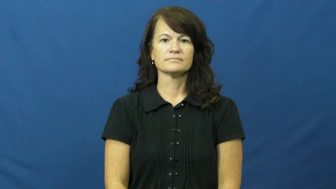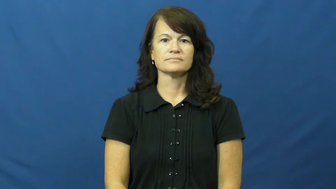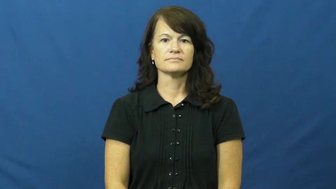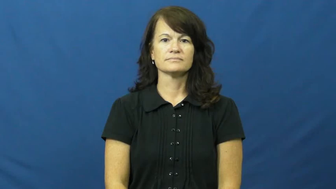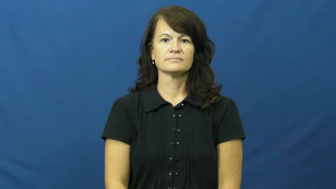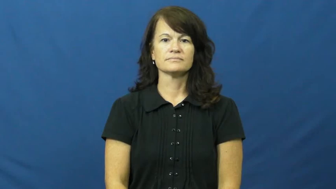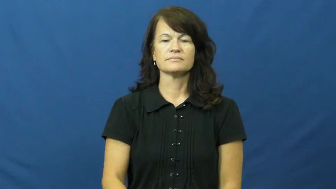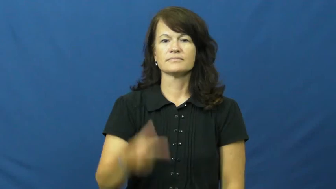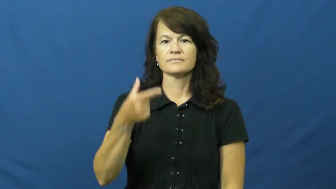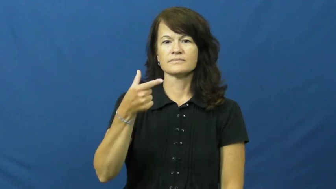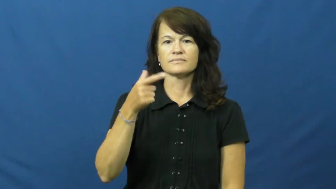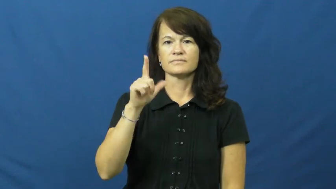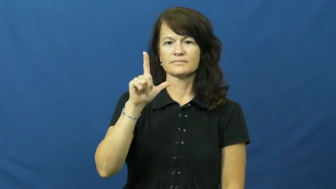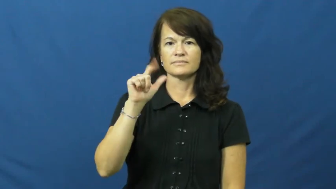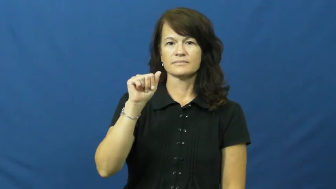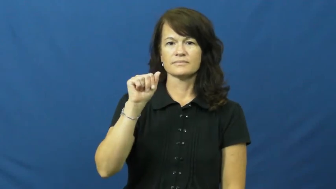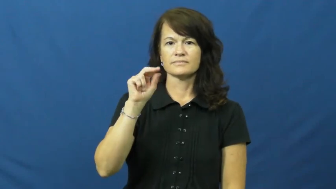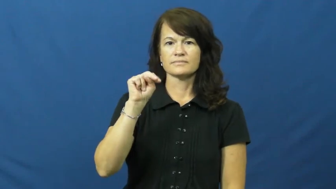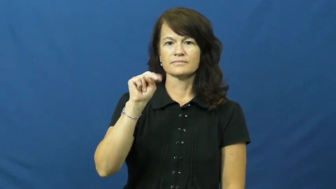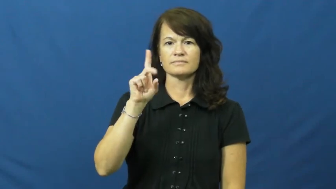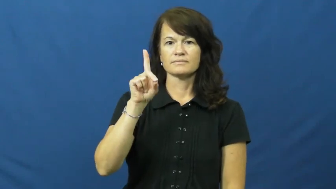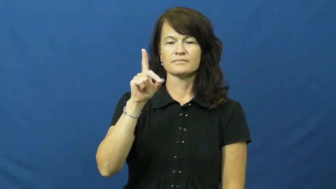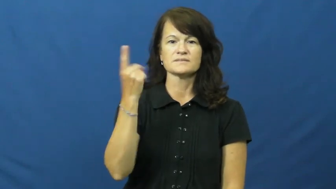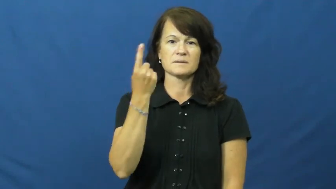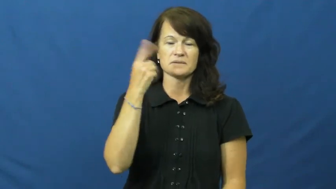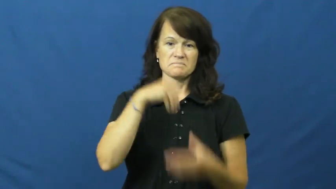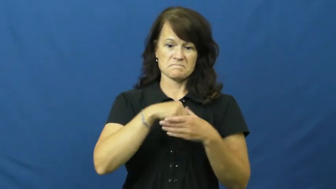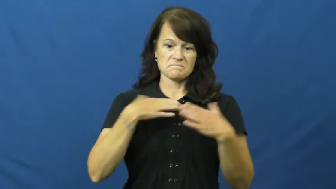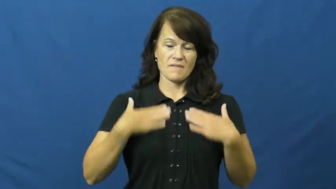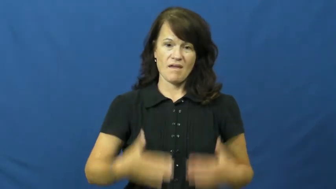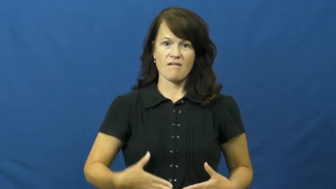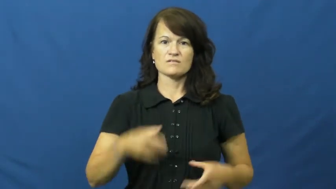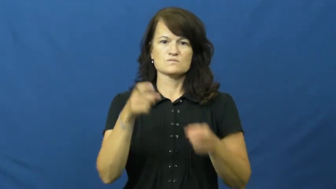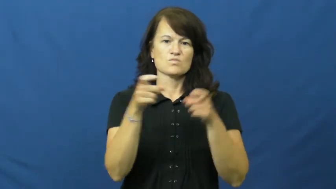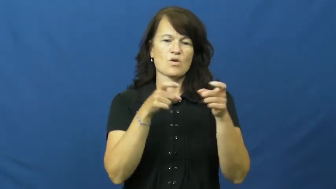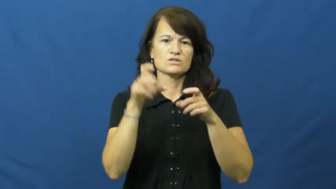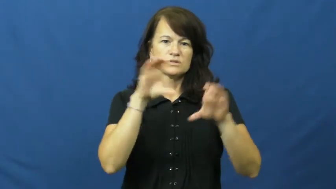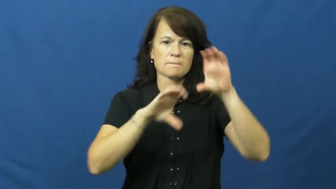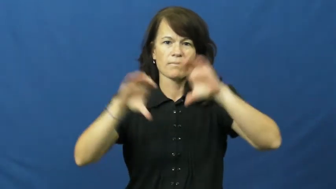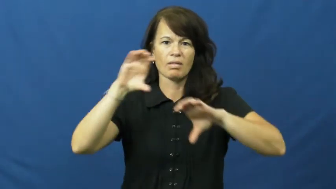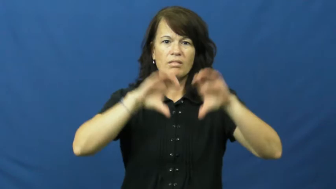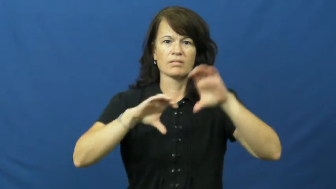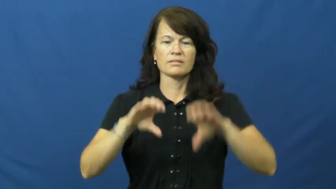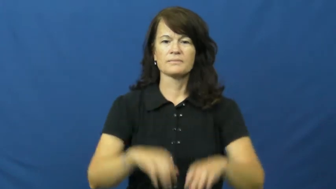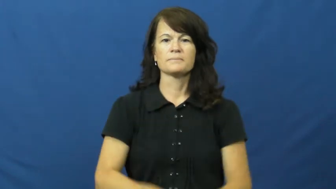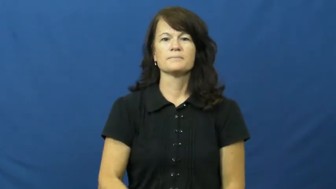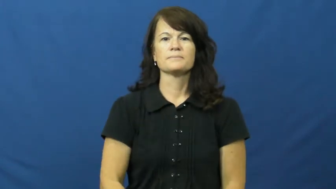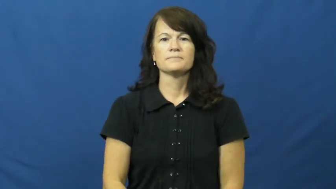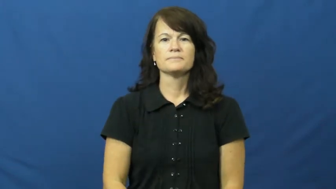gland